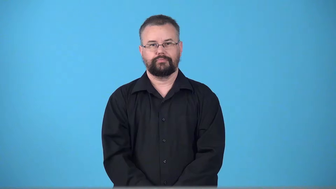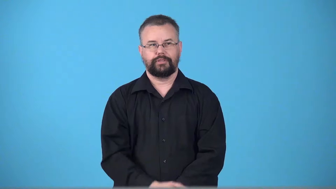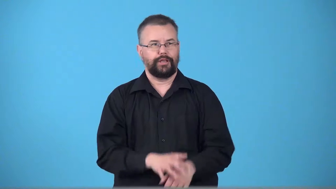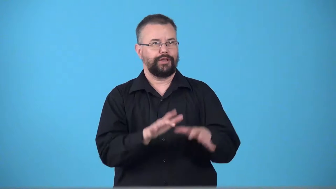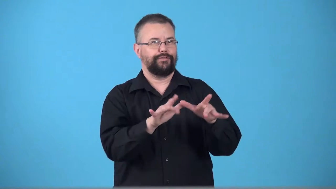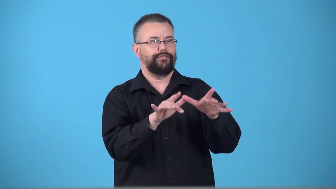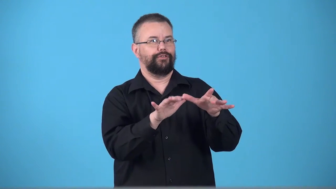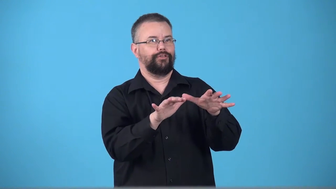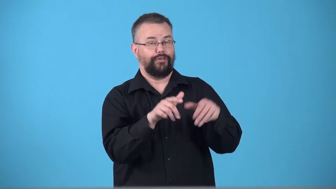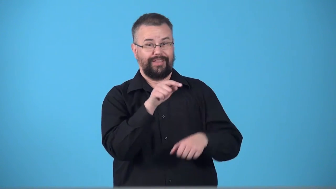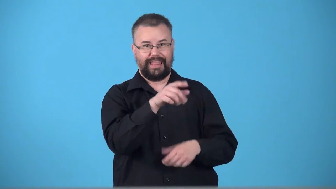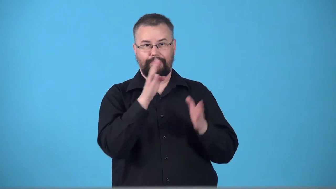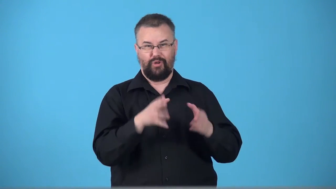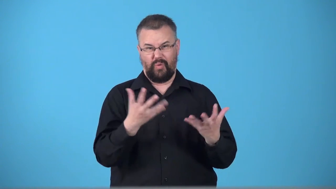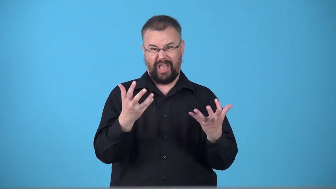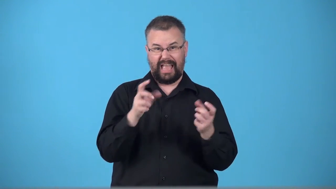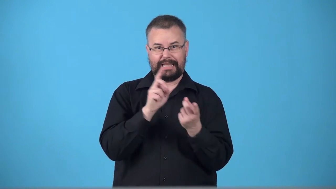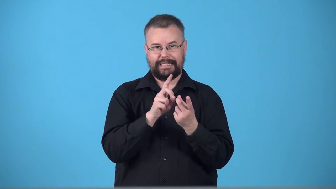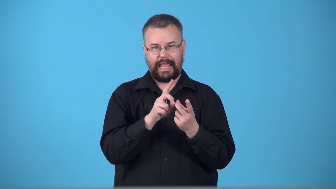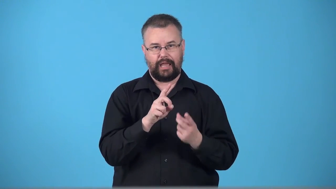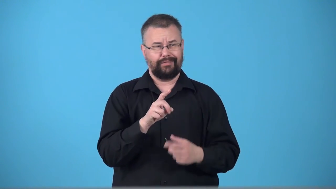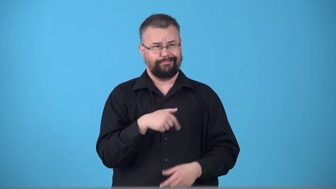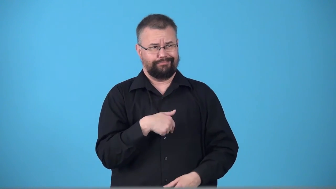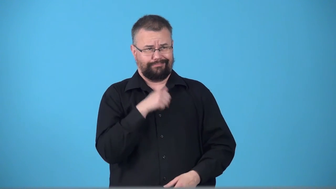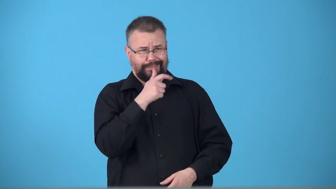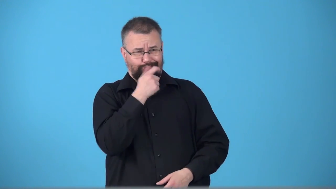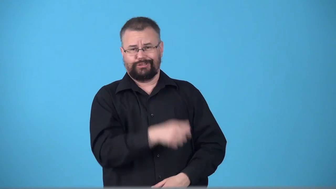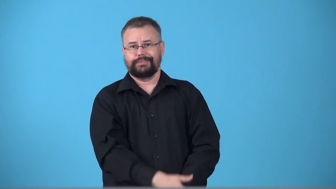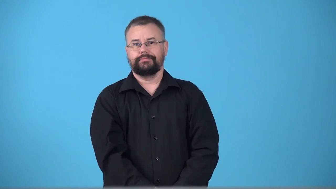toy with, lead on-fool someone by giving false hope